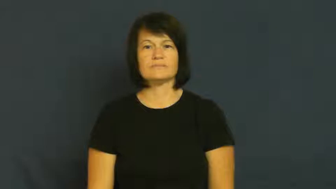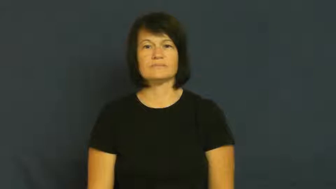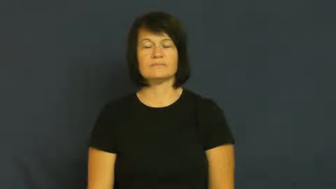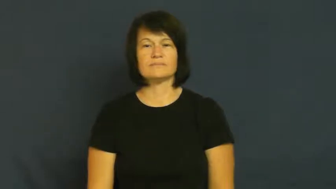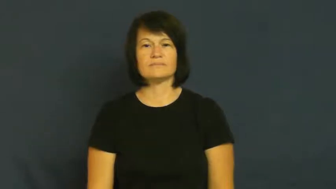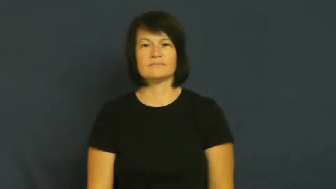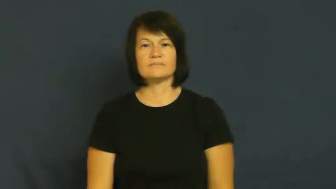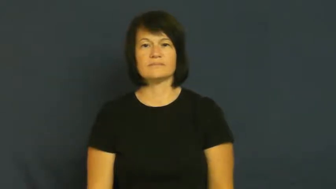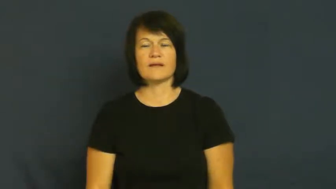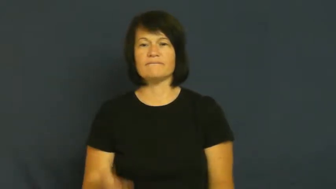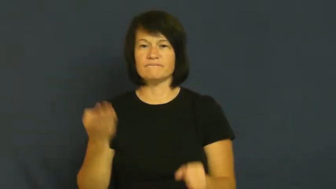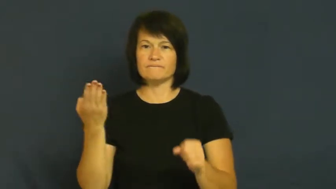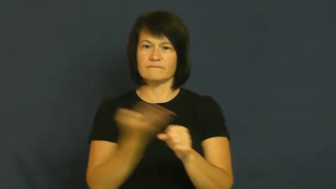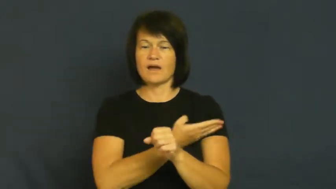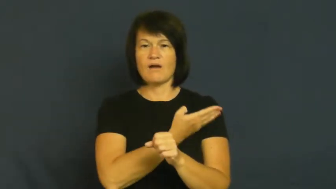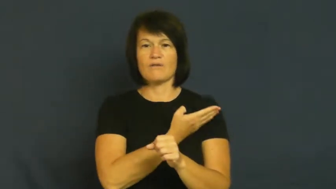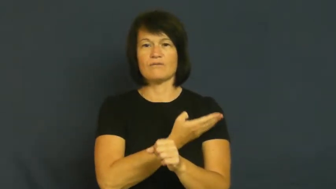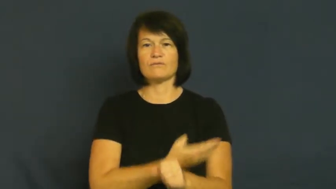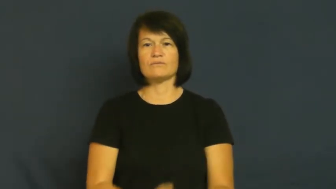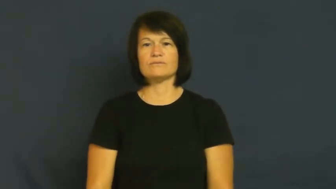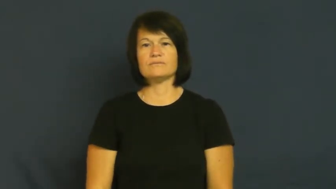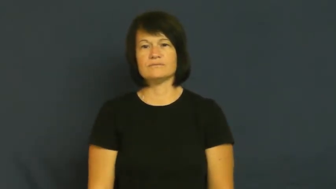fire,sack,terminate,dismiss,ax-job